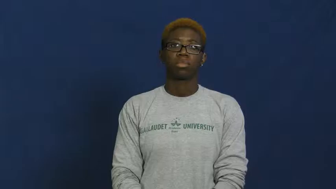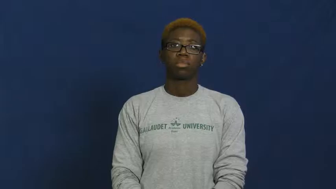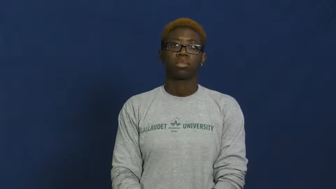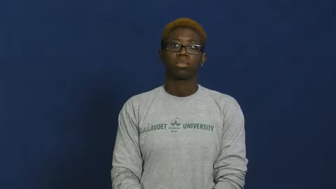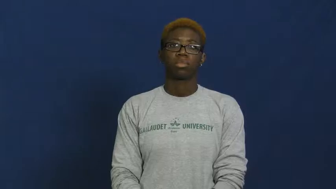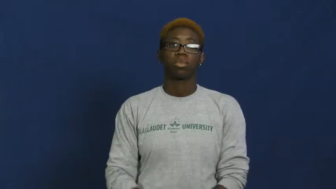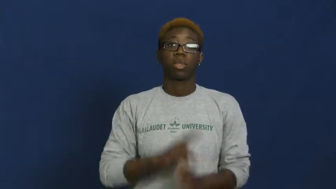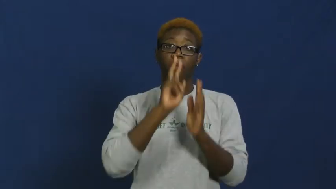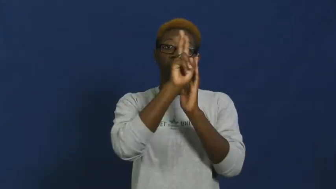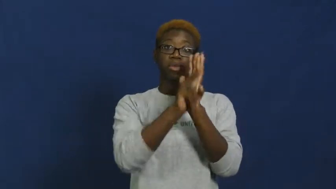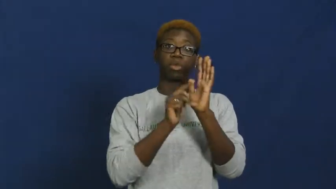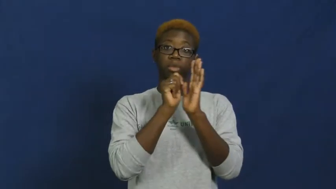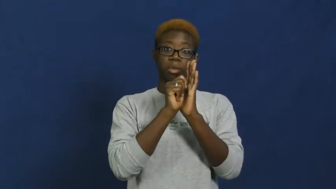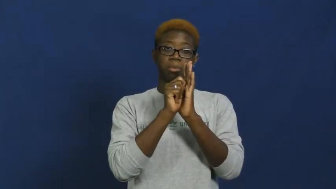videotape